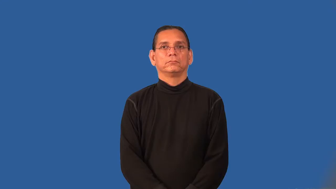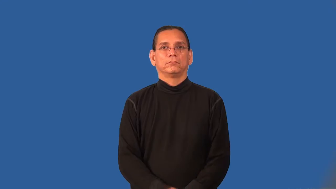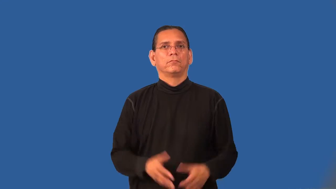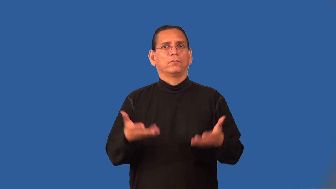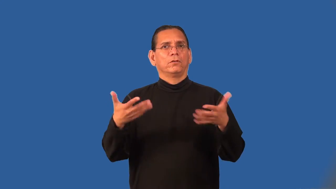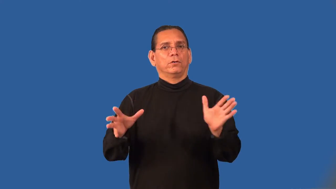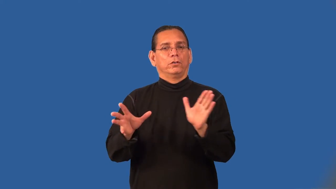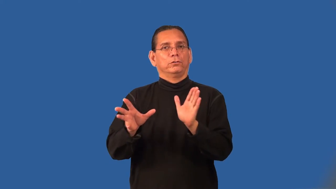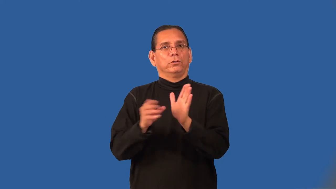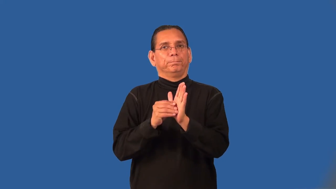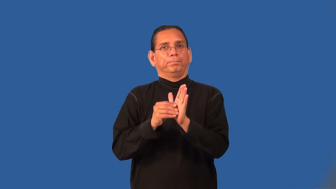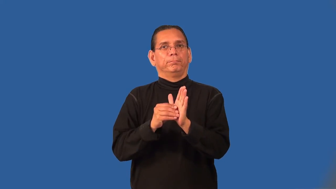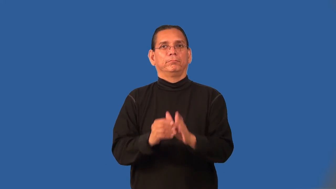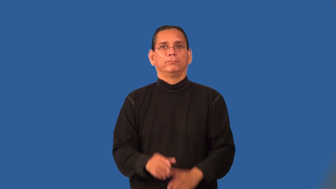prerecord